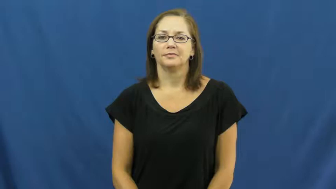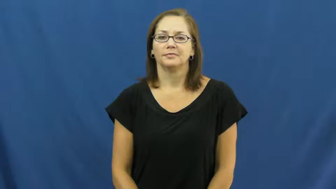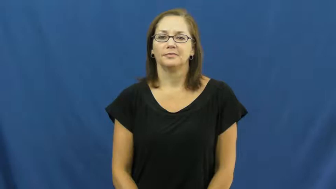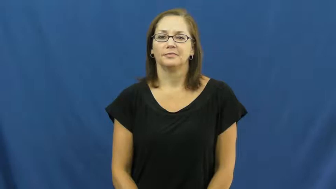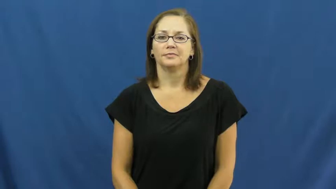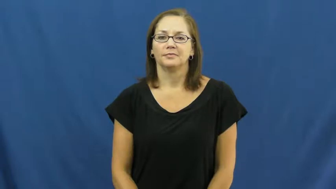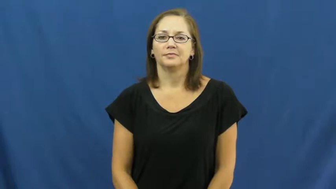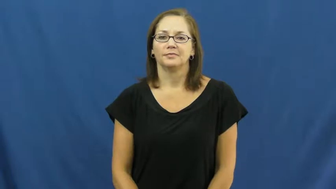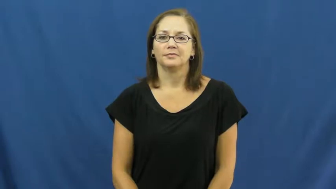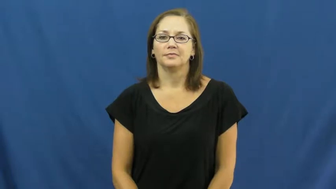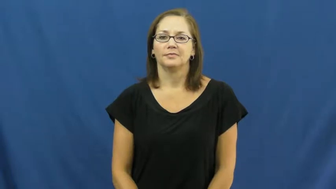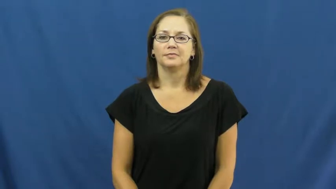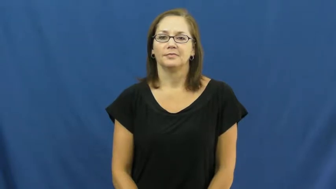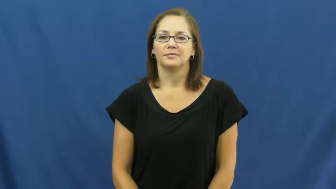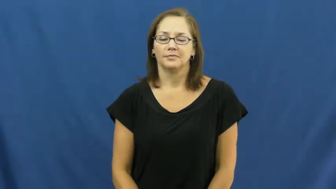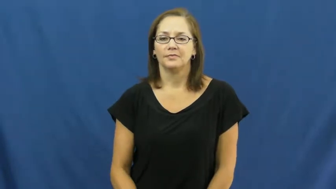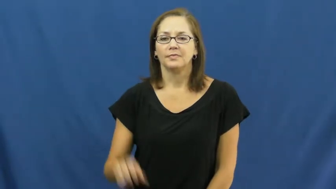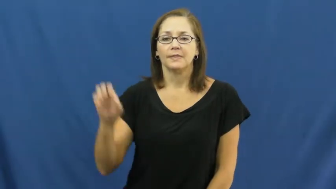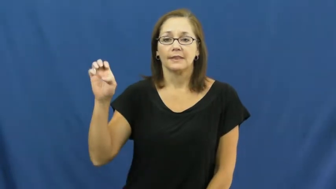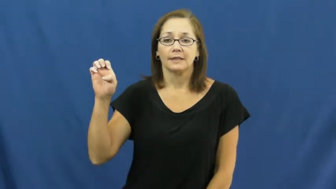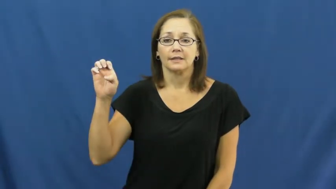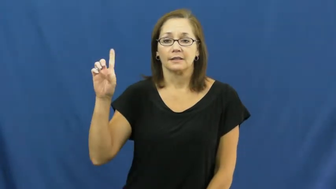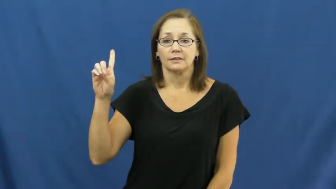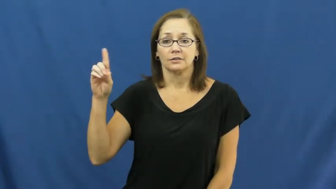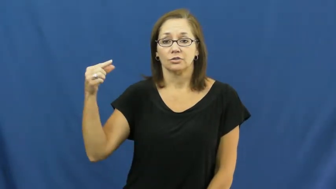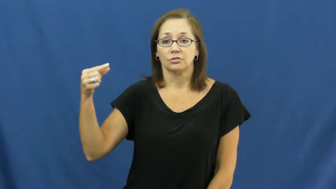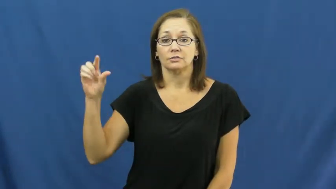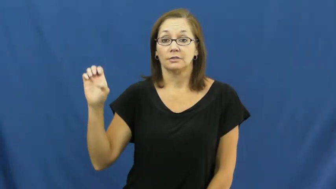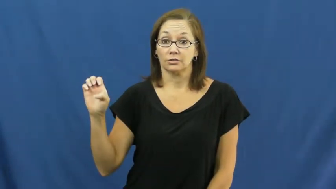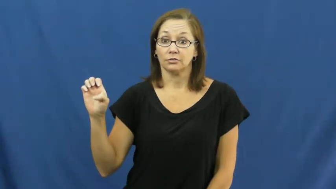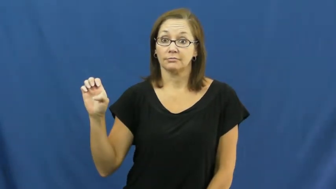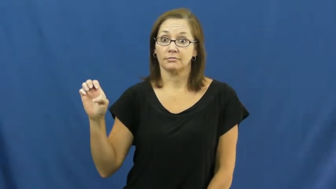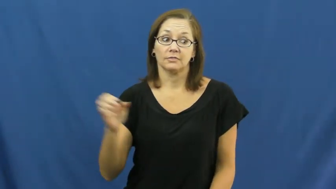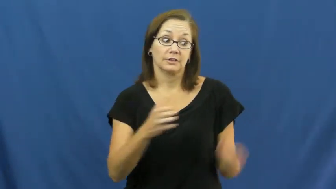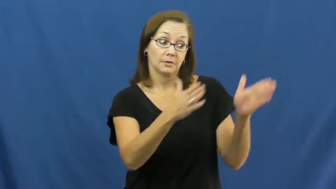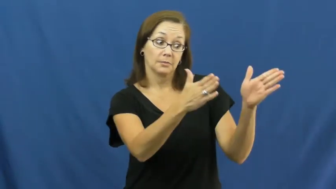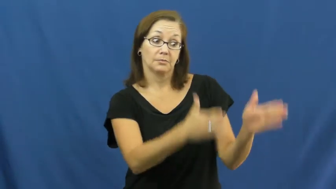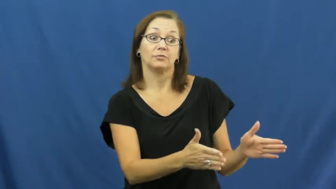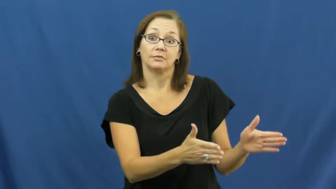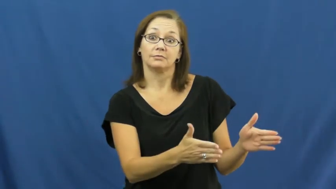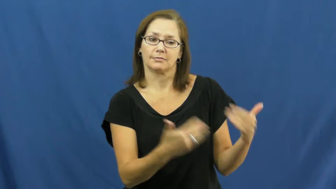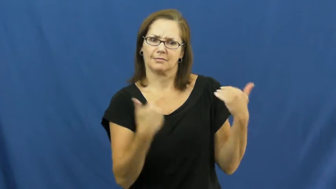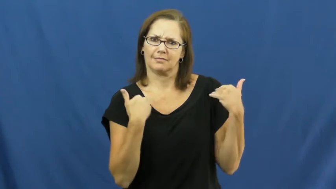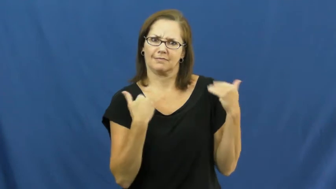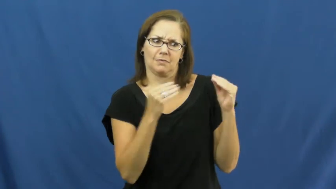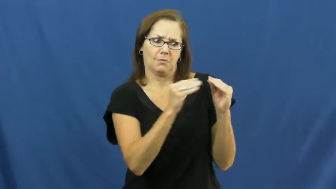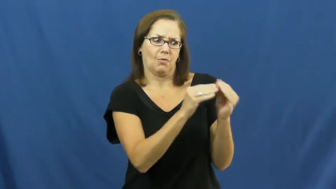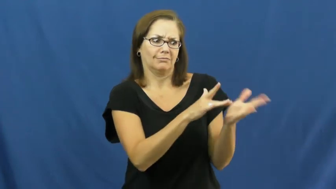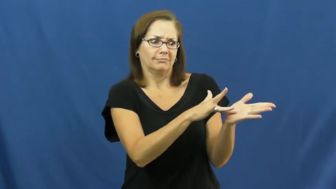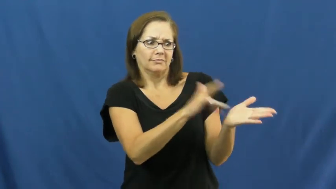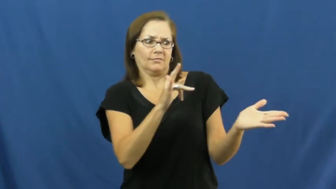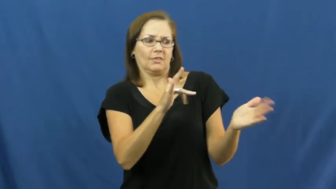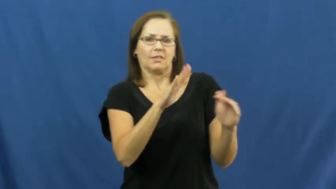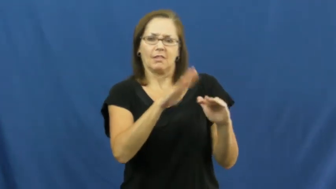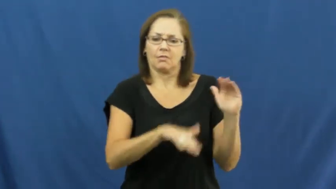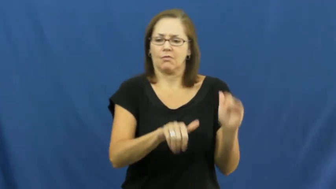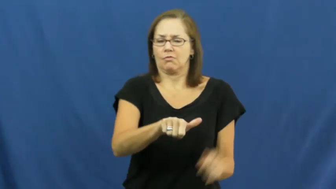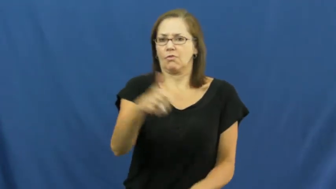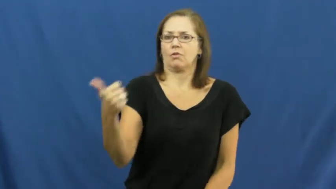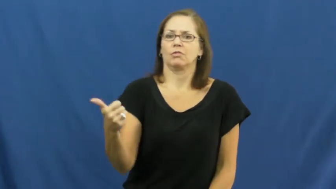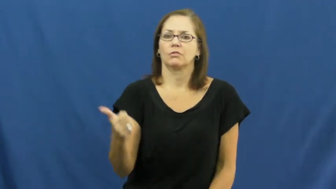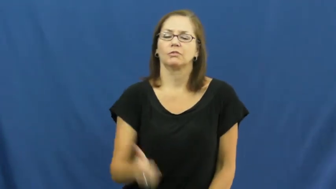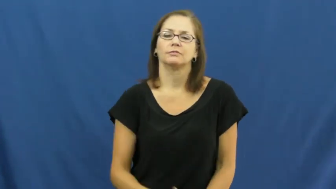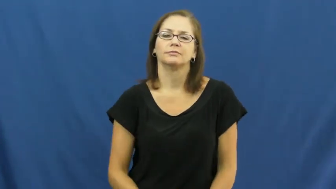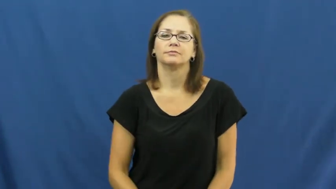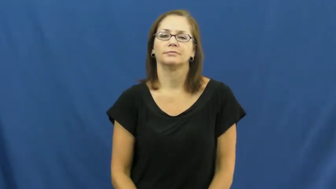edge,edge in-advantage